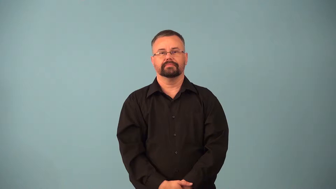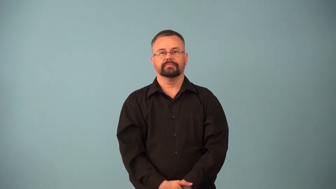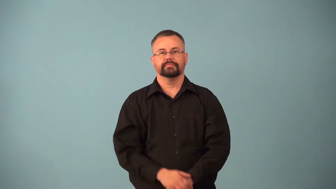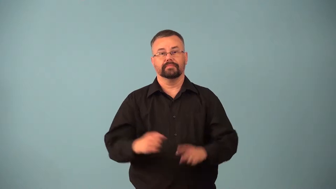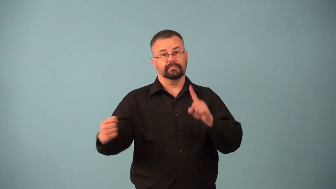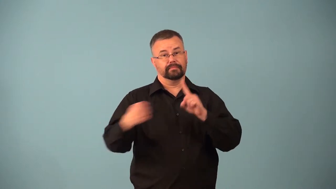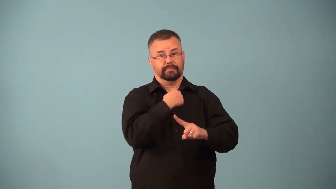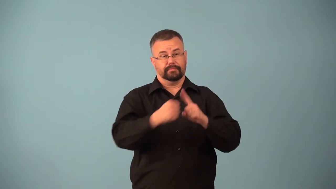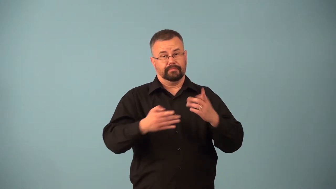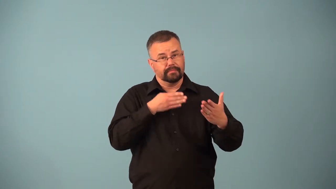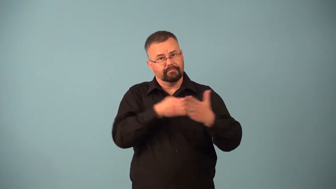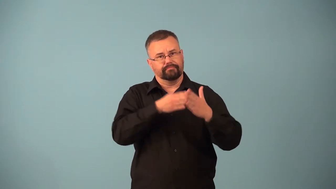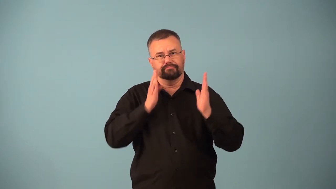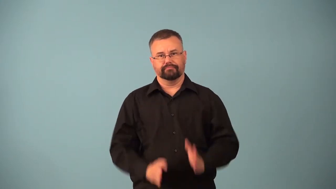attacker